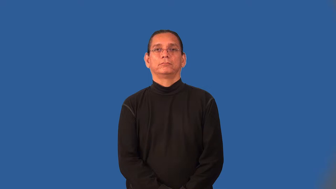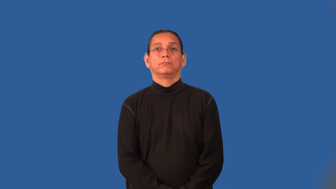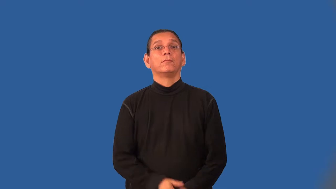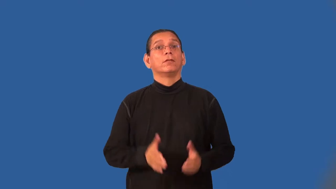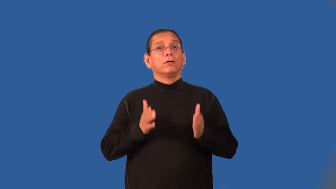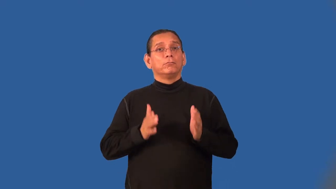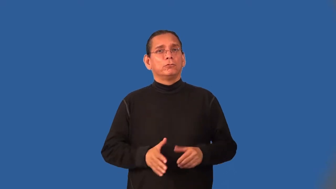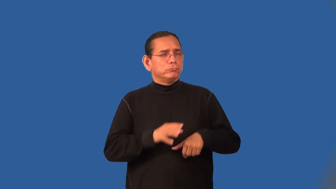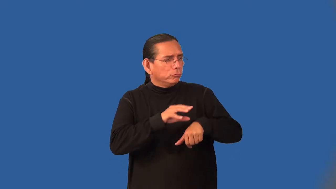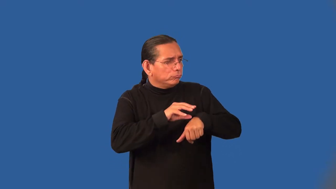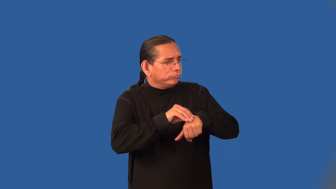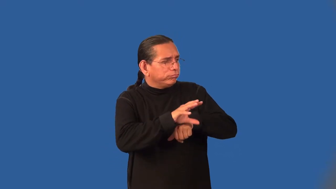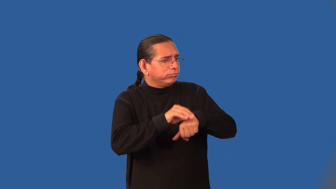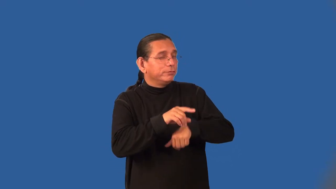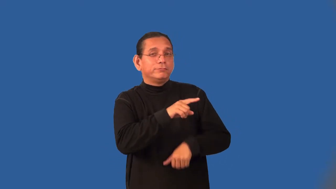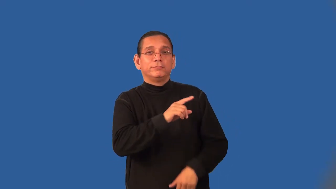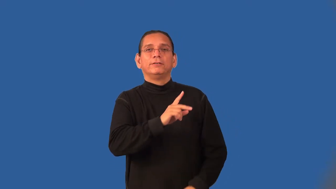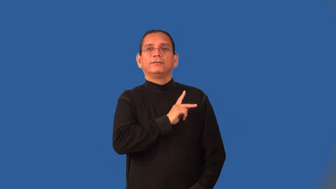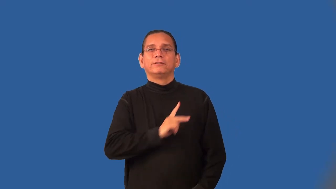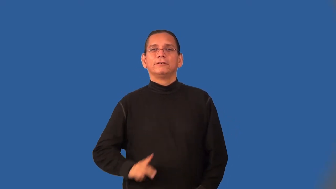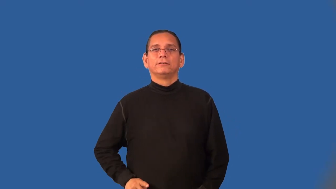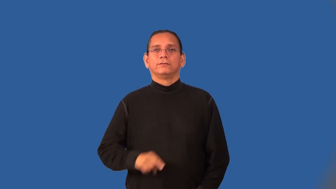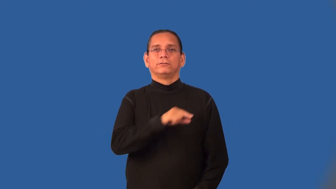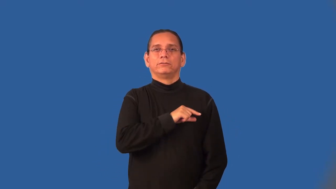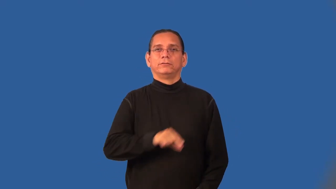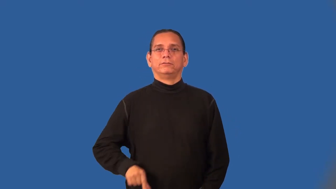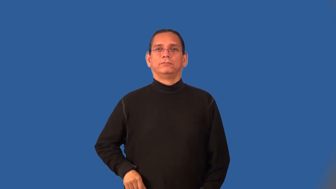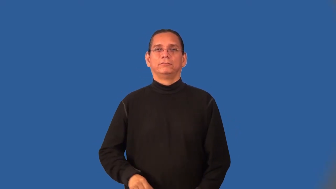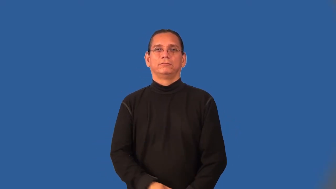courtier